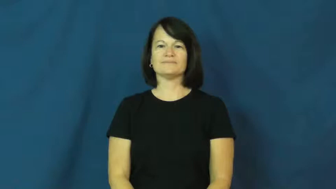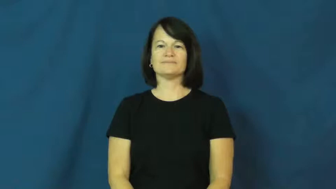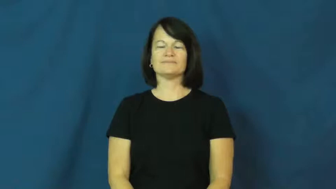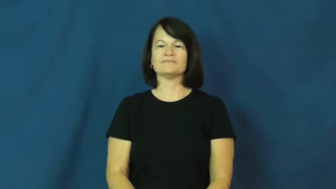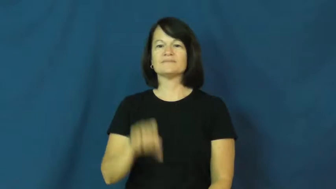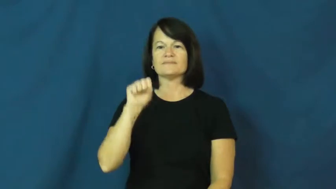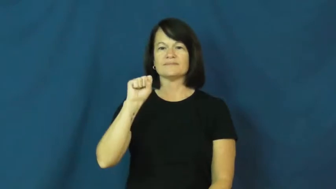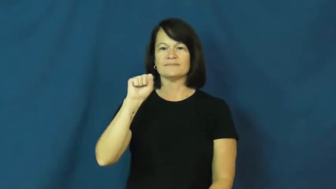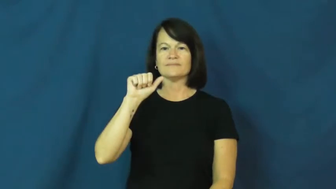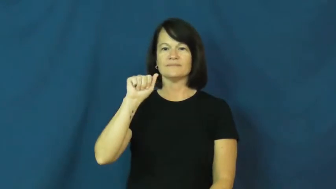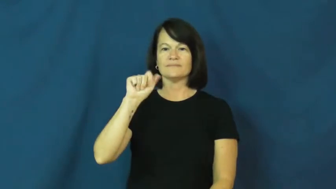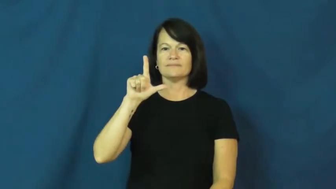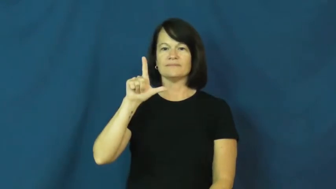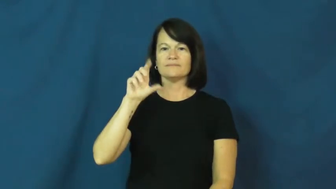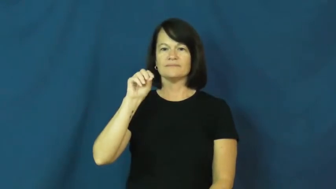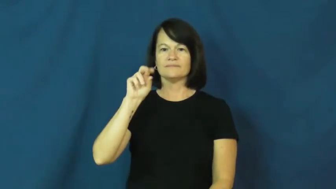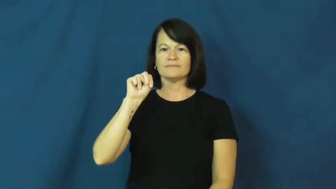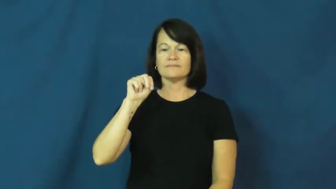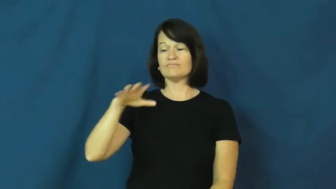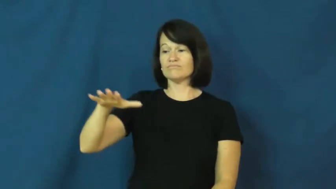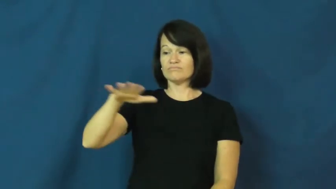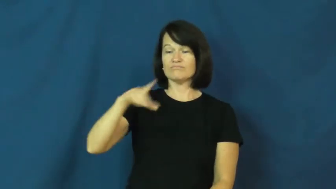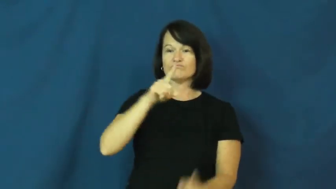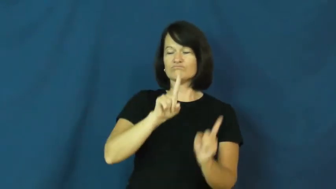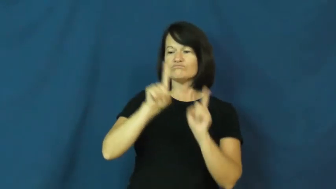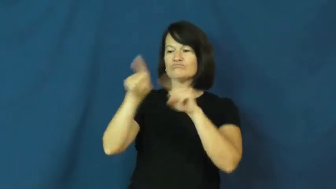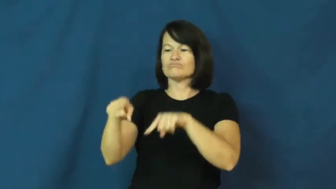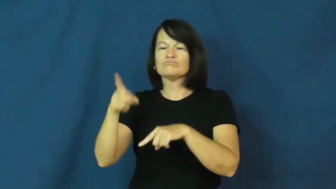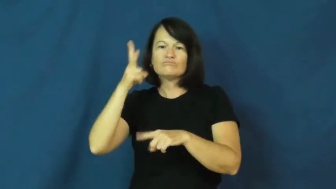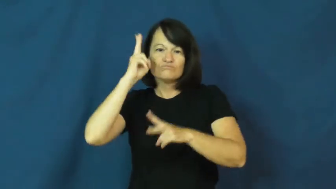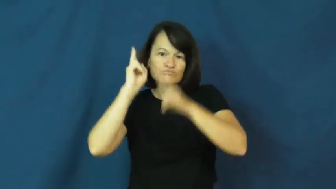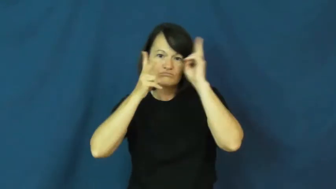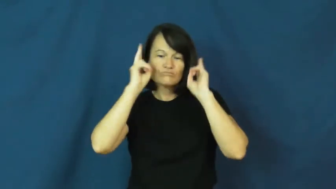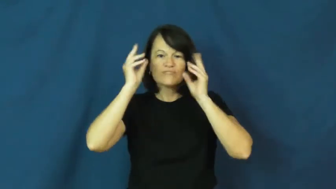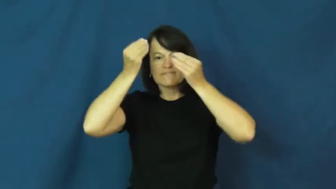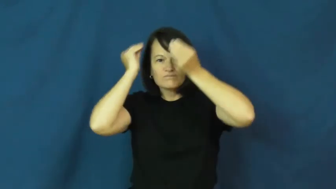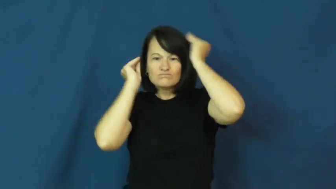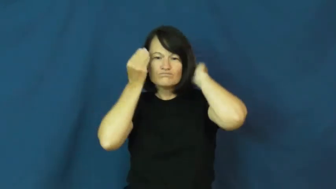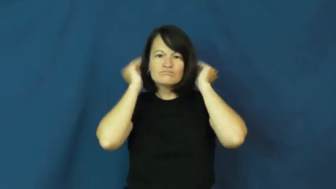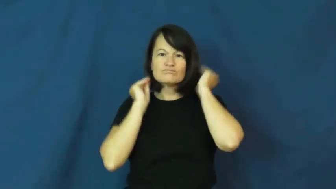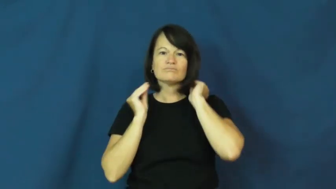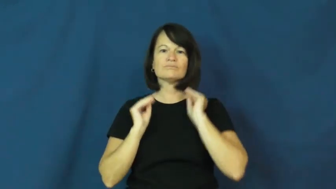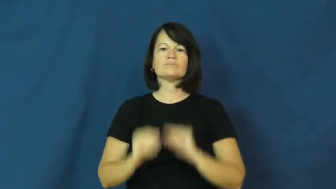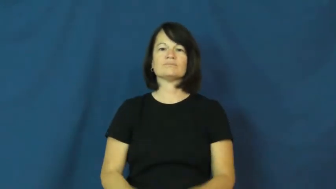salon